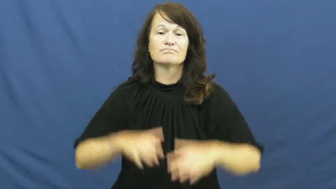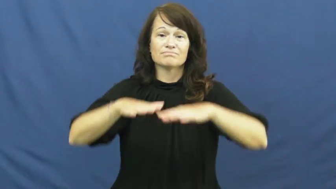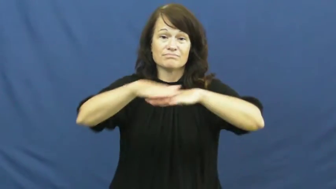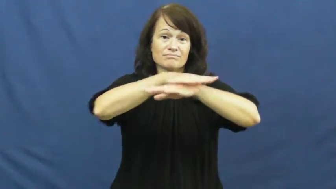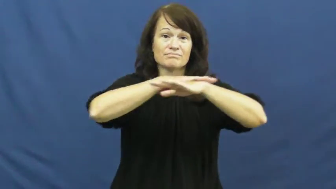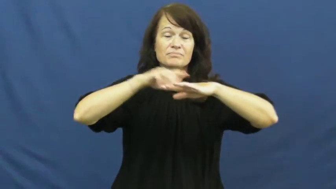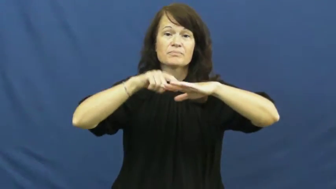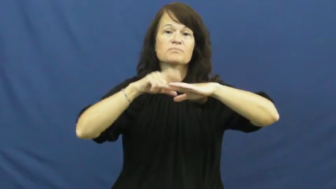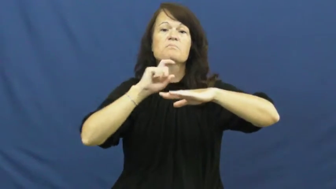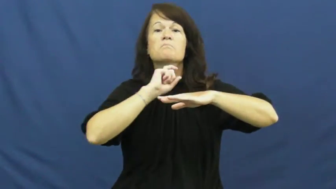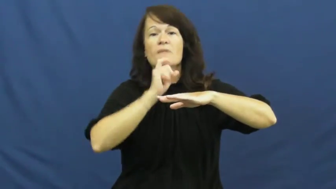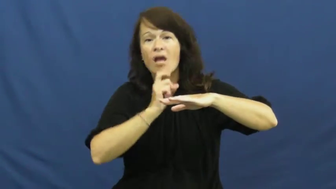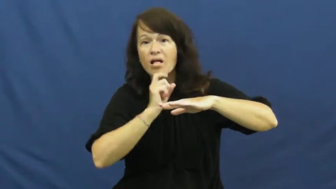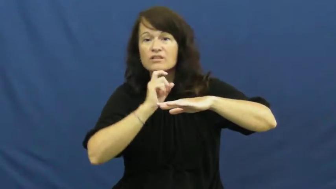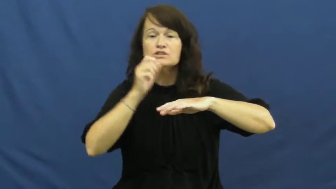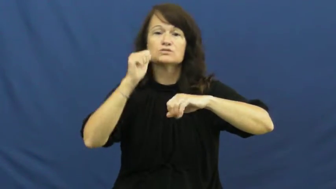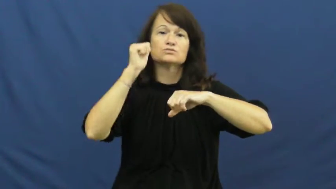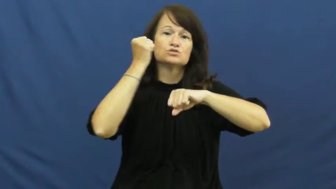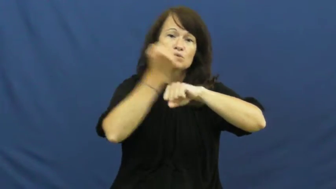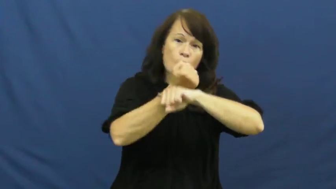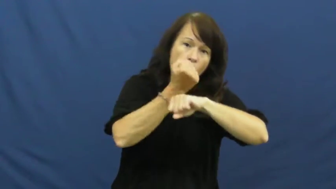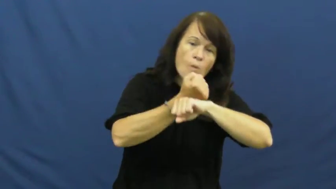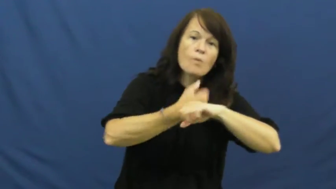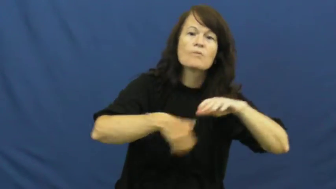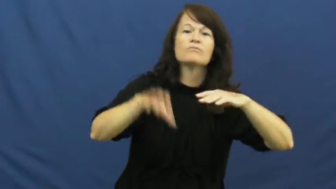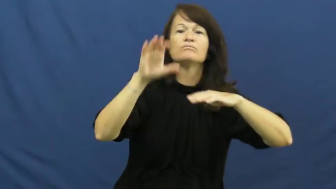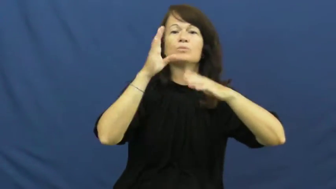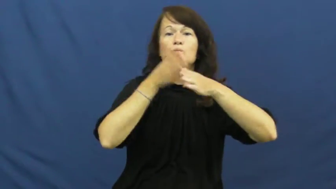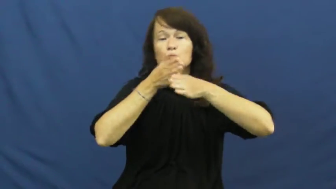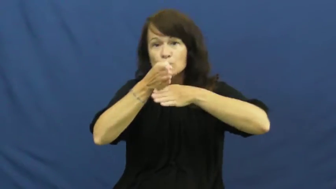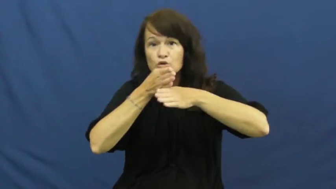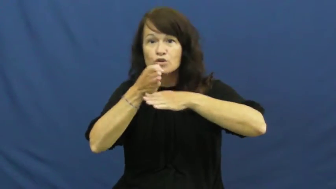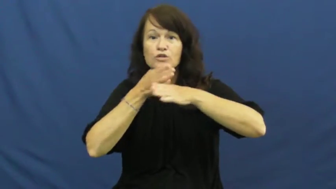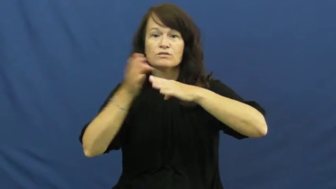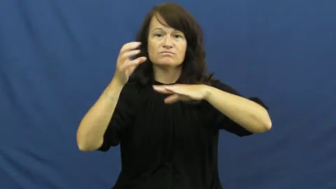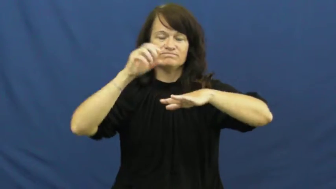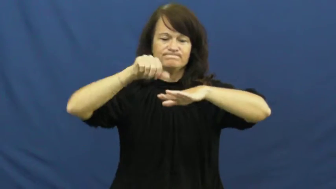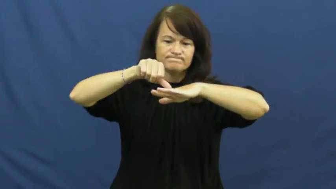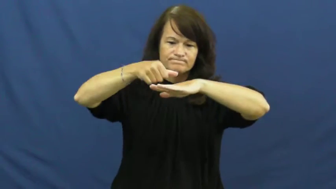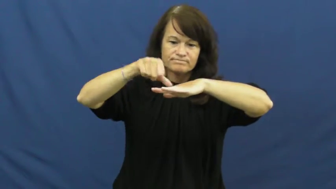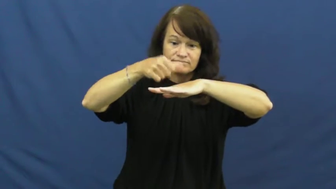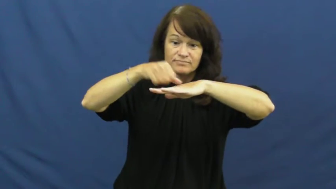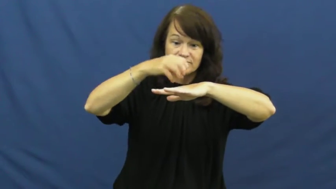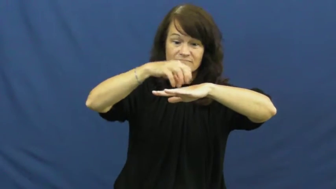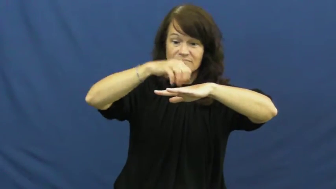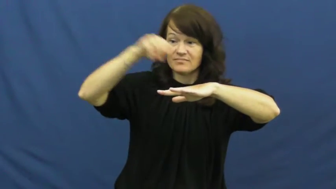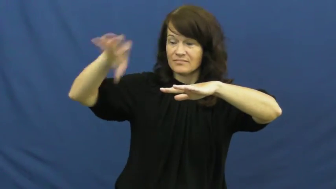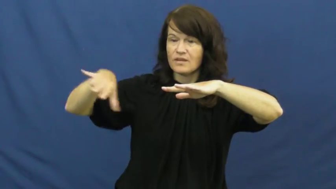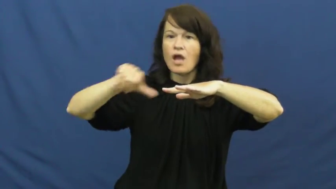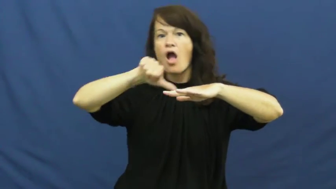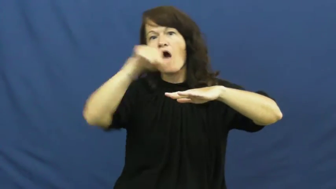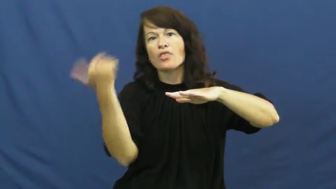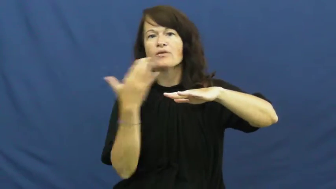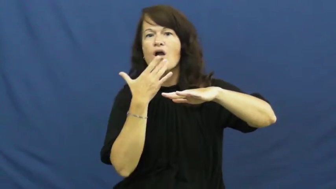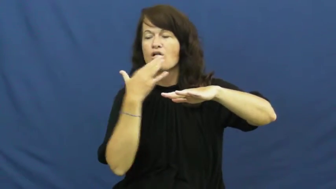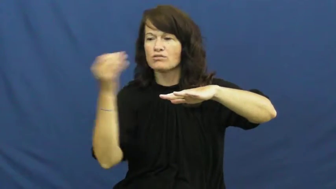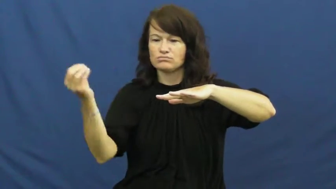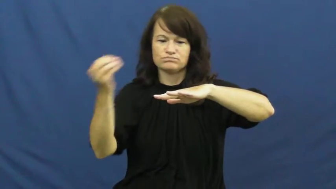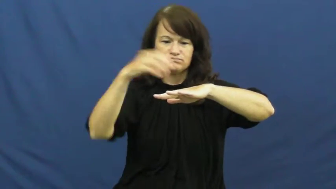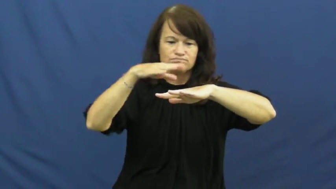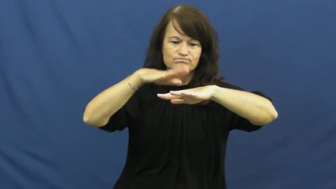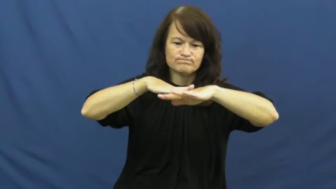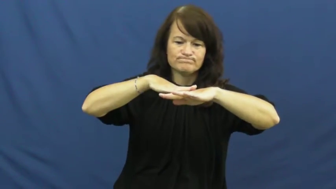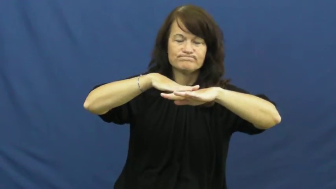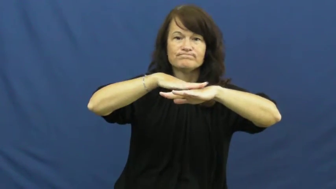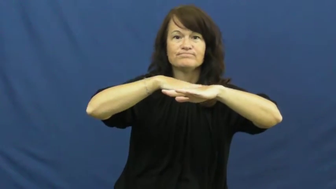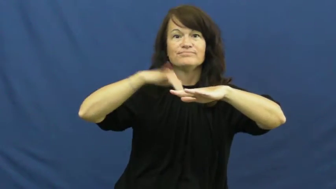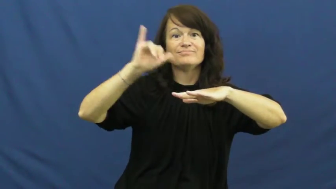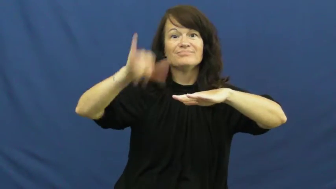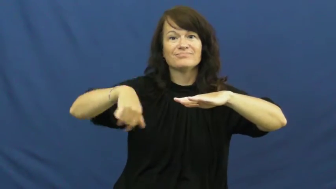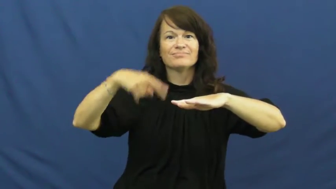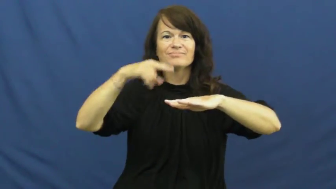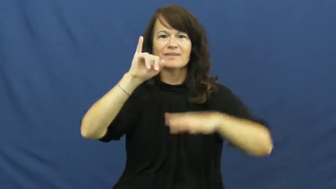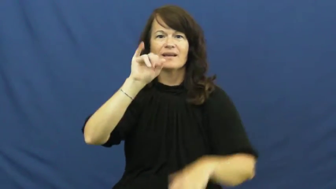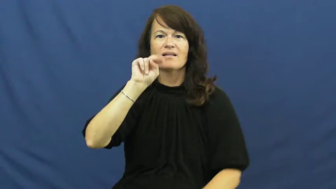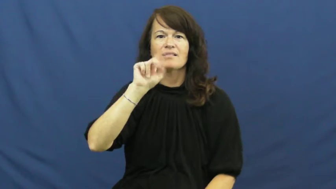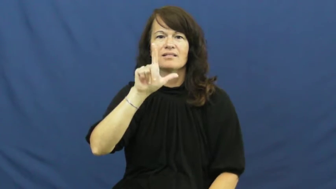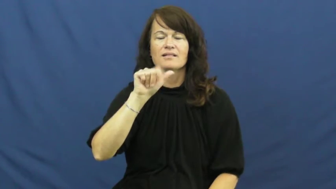inlay